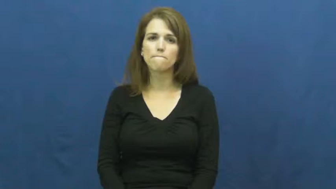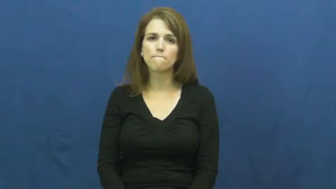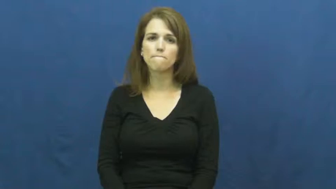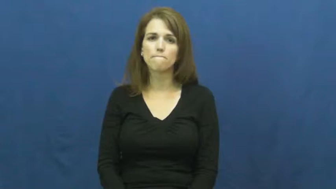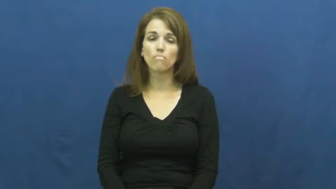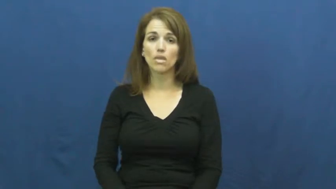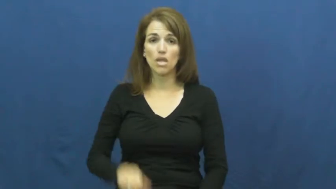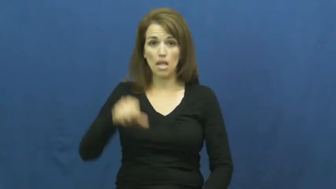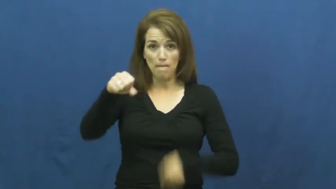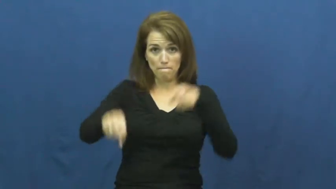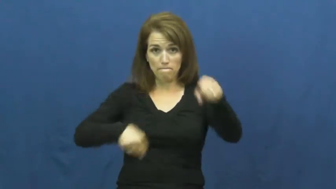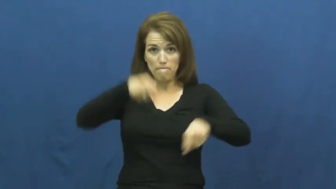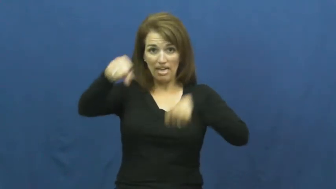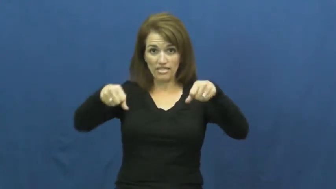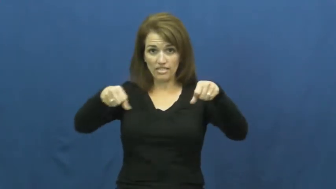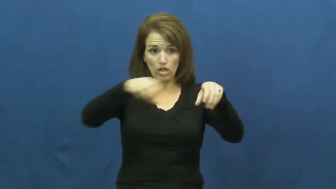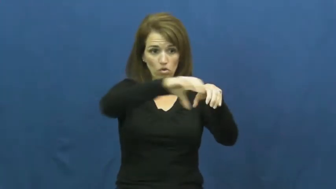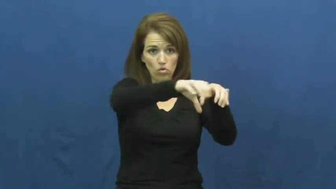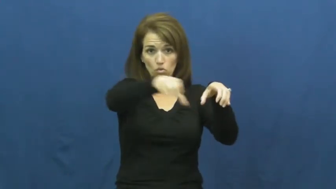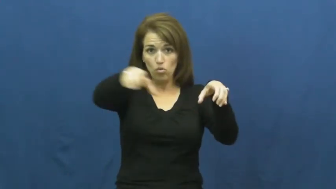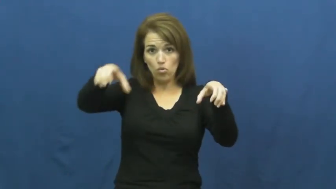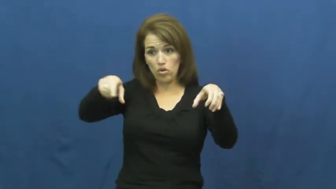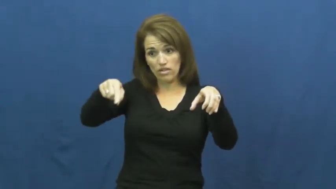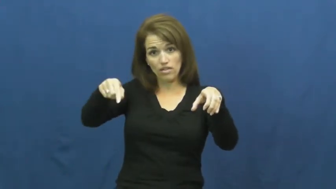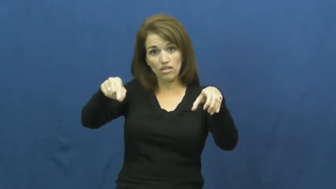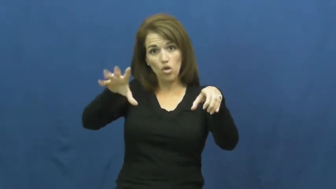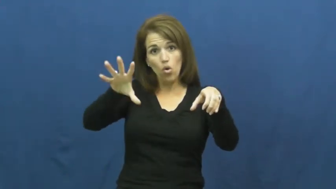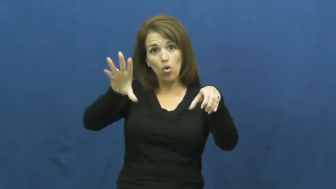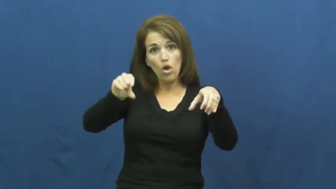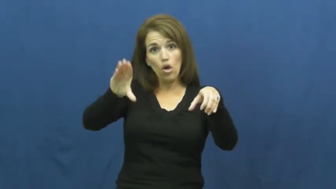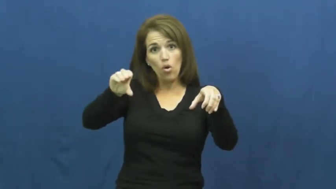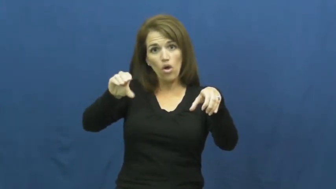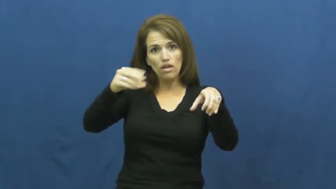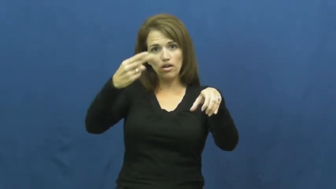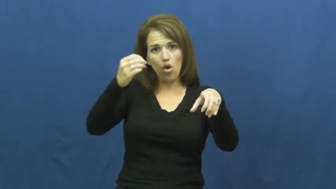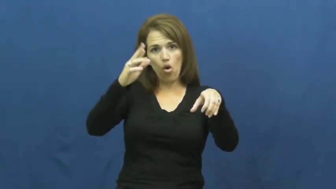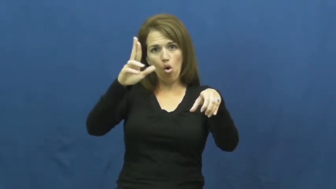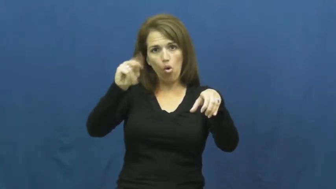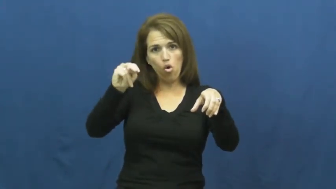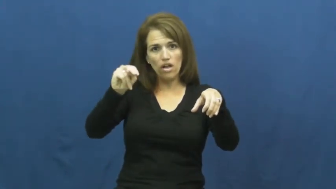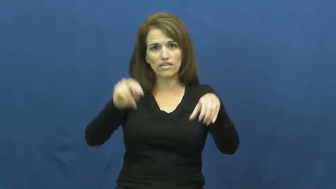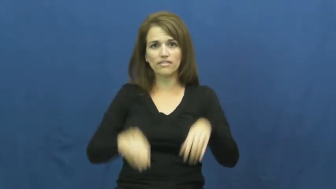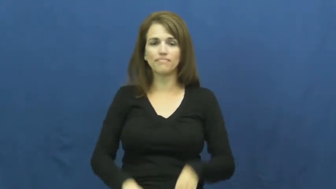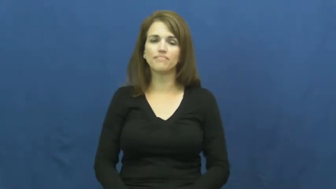horn,hooter,tooter-bike